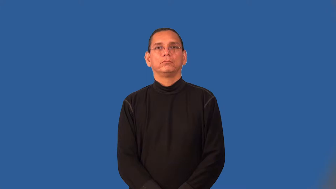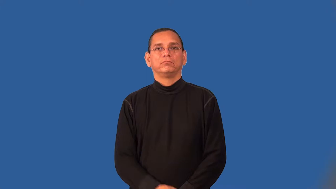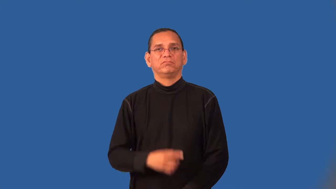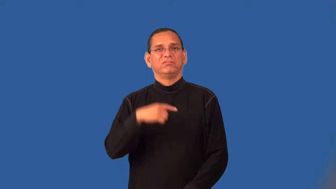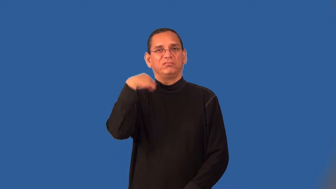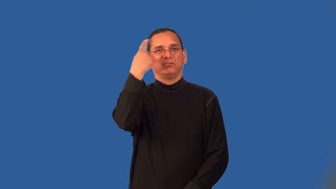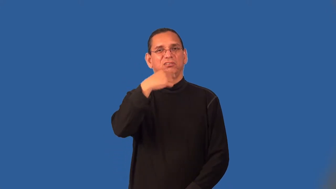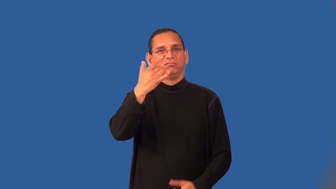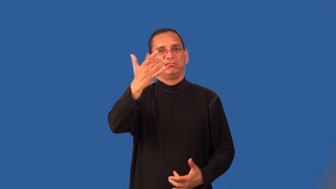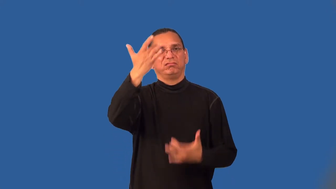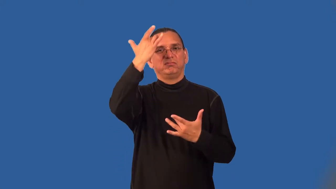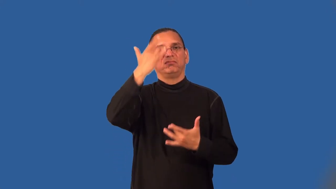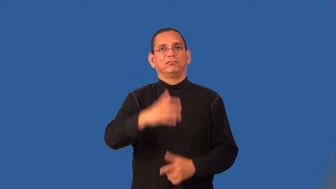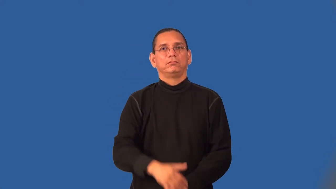sickly